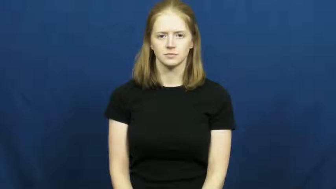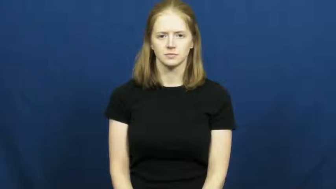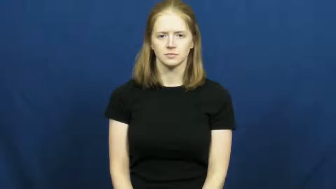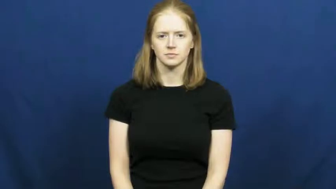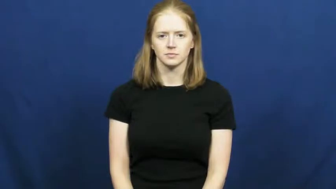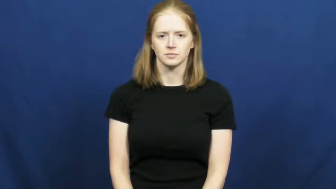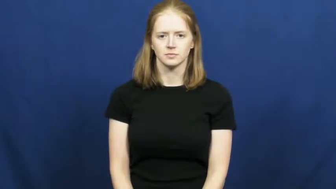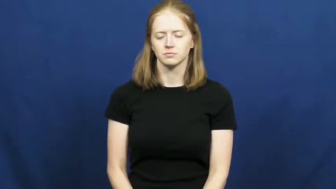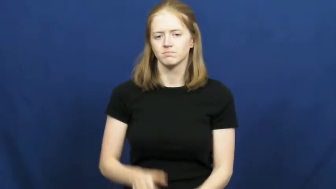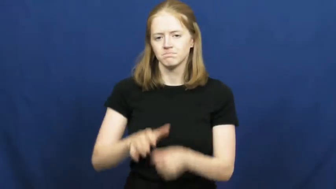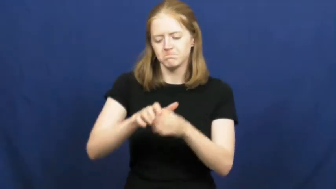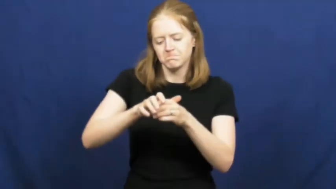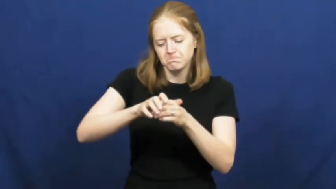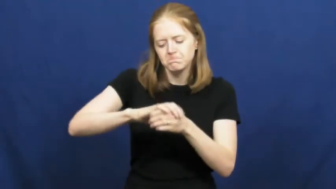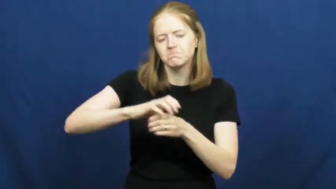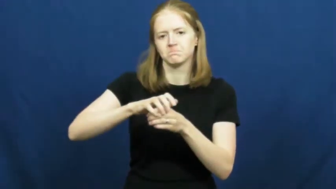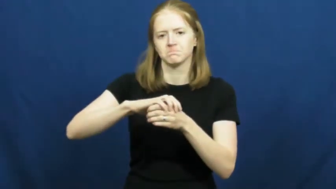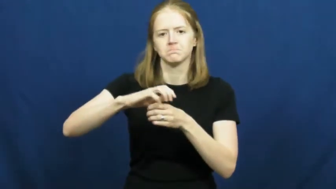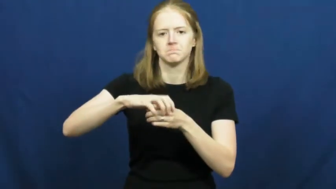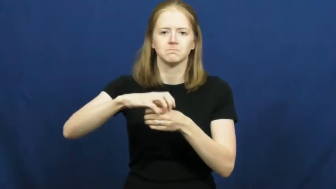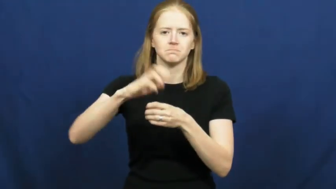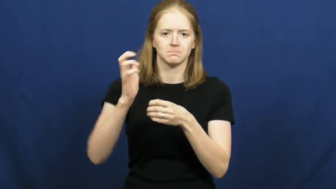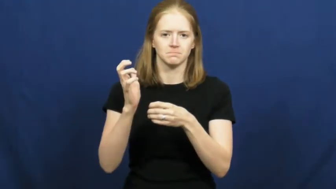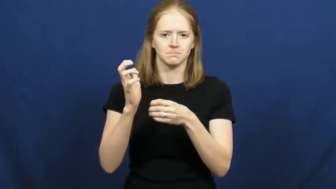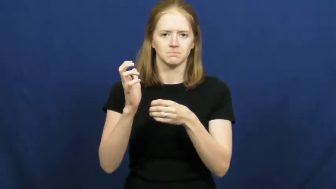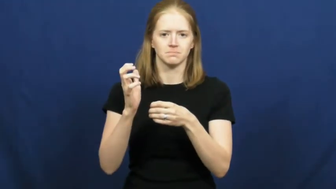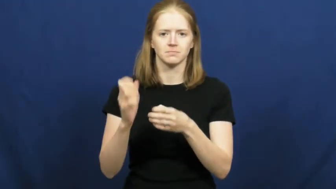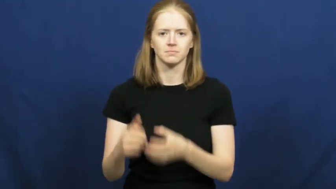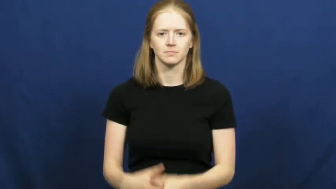open,twist off-jar